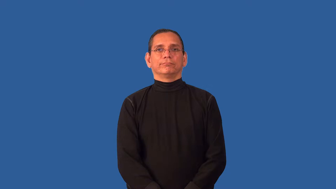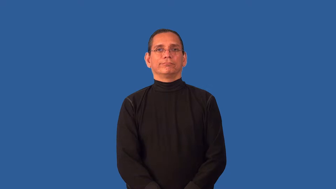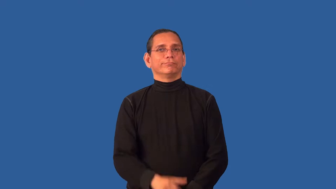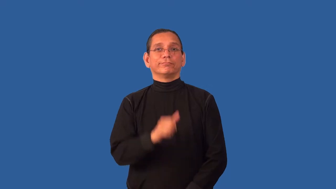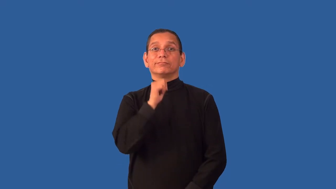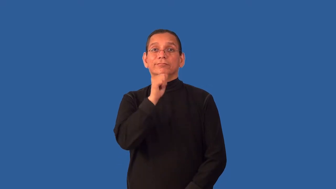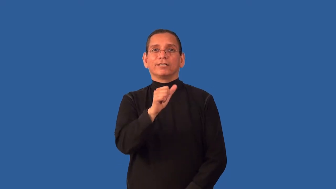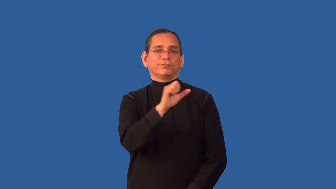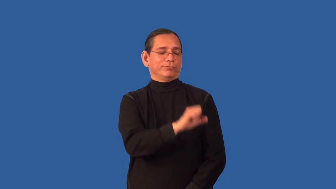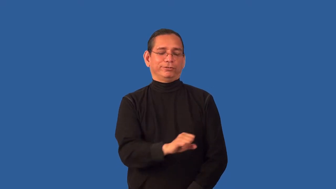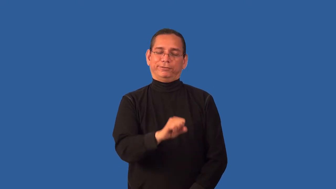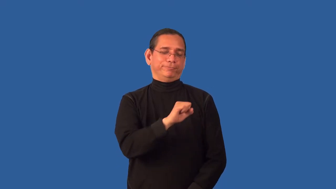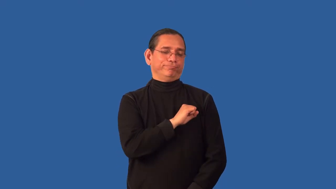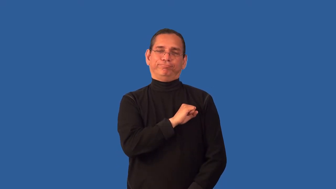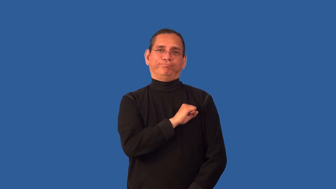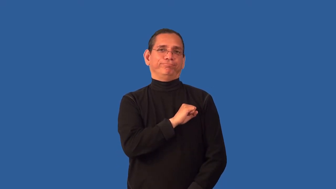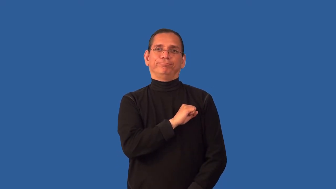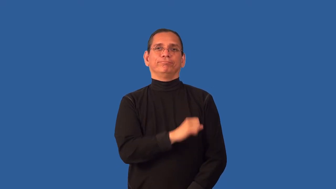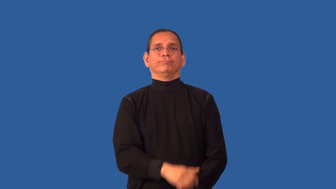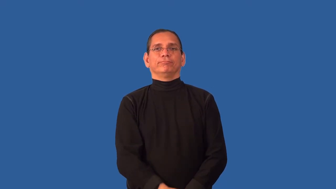unsportsmanlike,unsporting